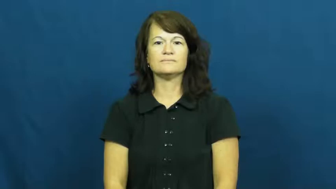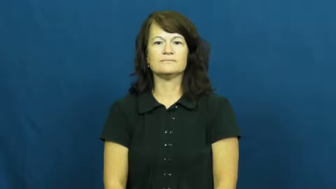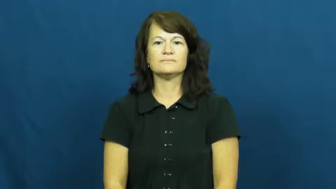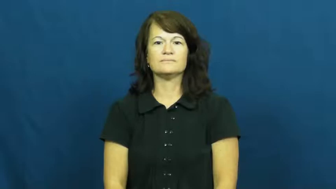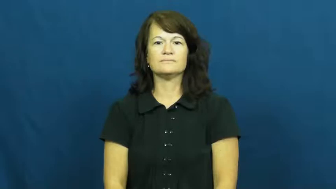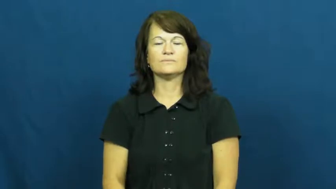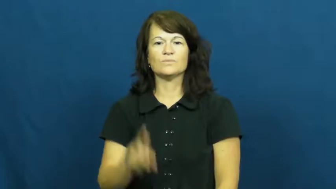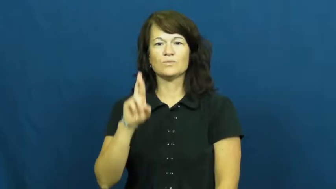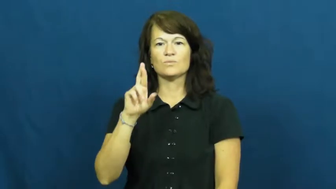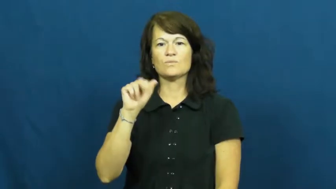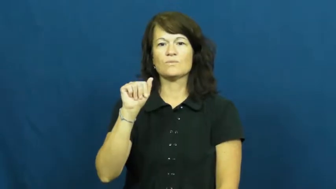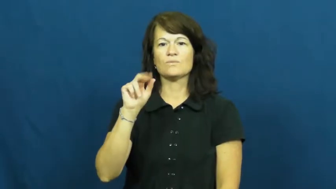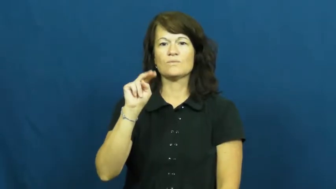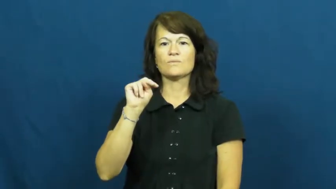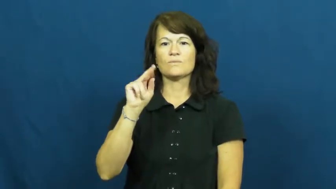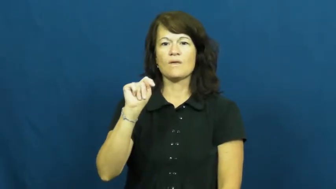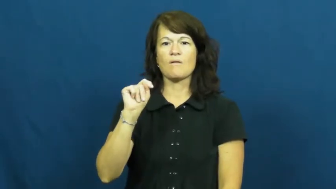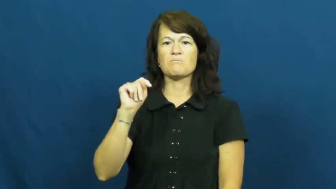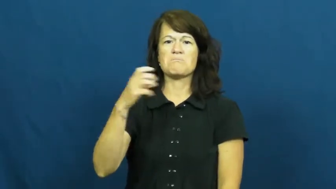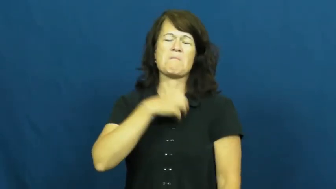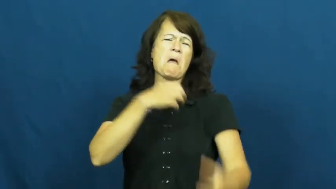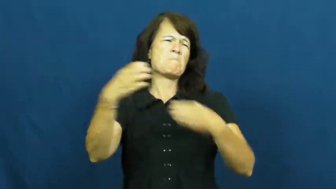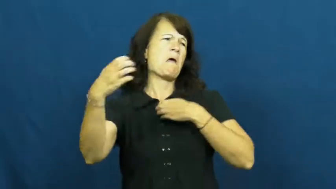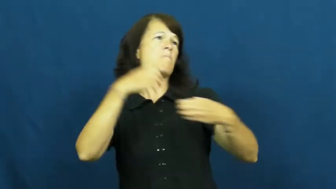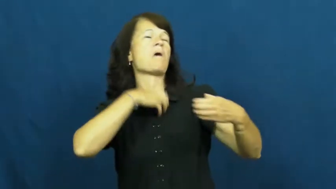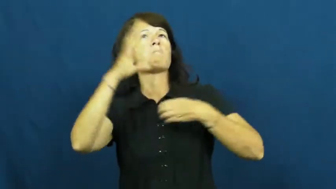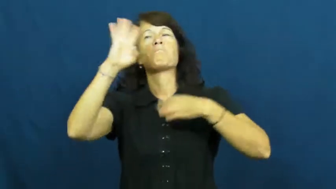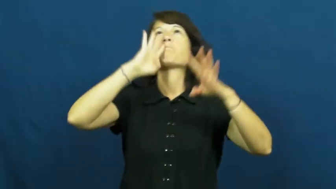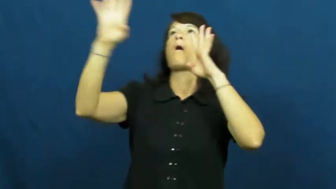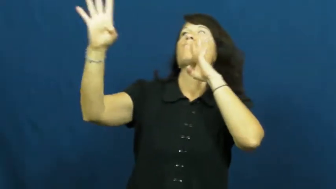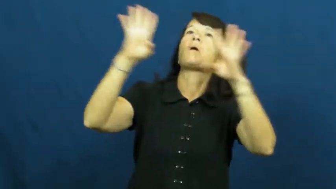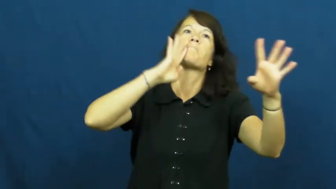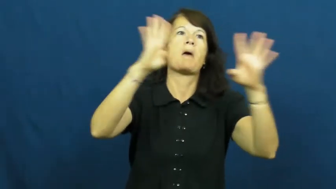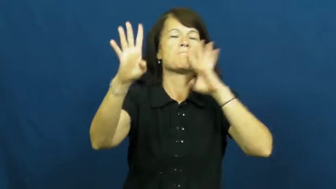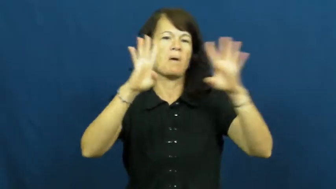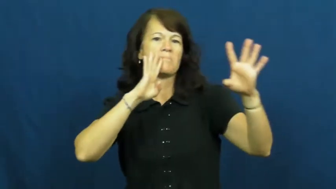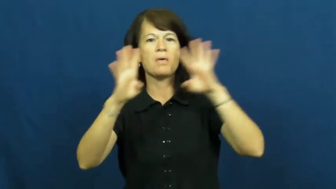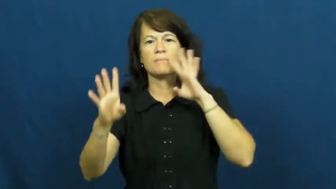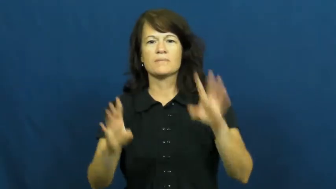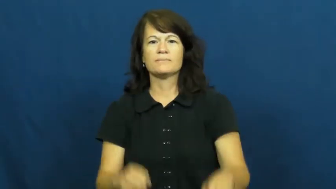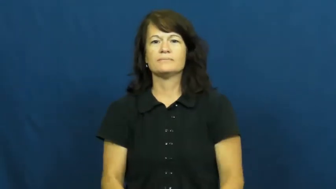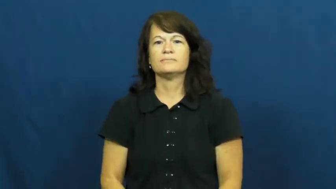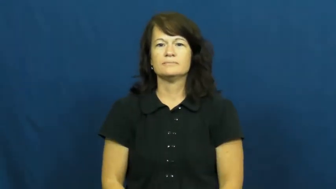rant